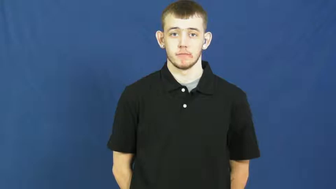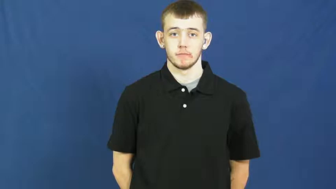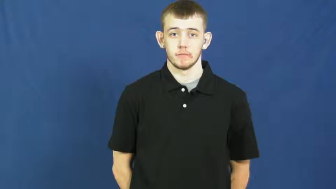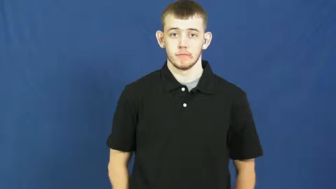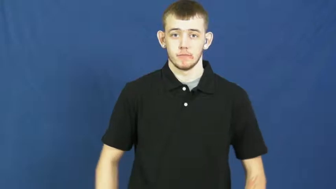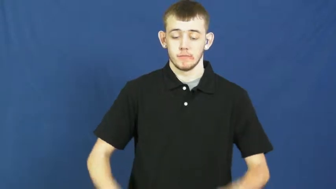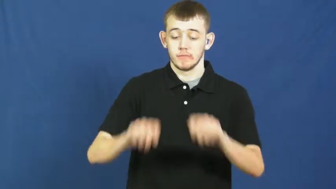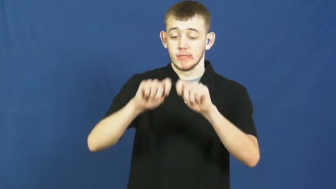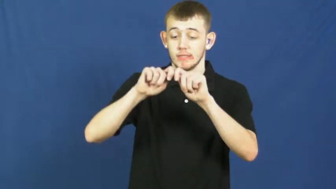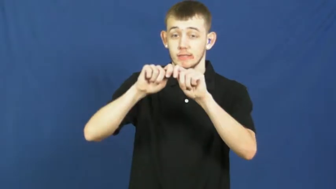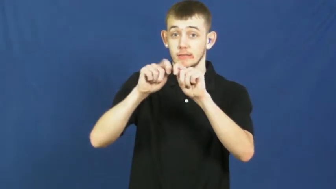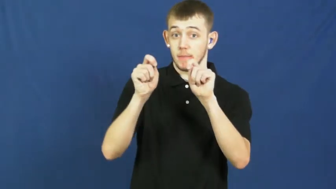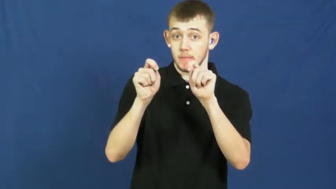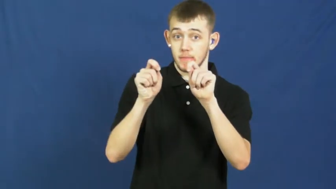snap,snap off-break